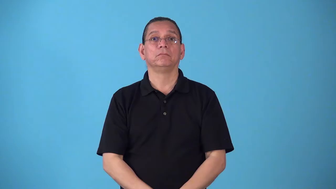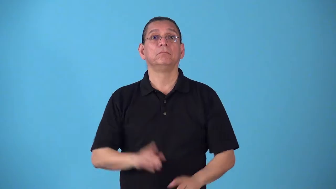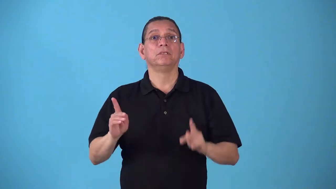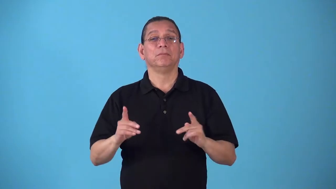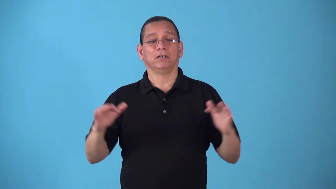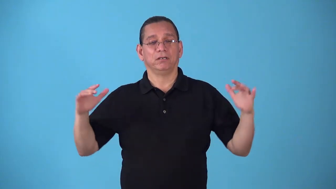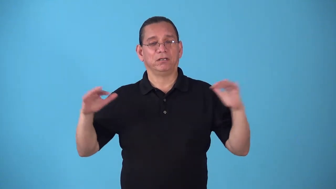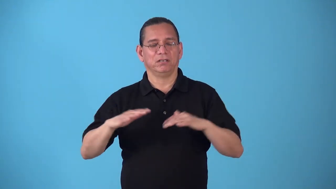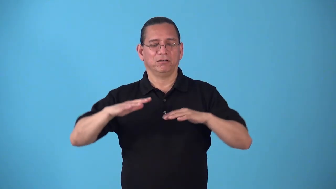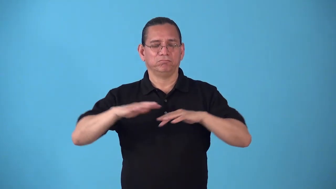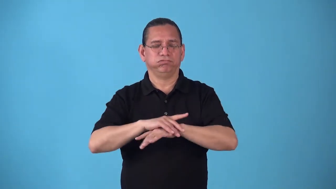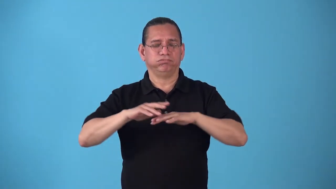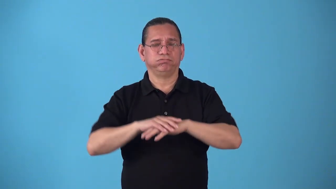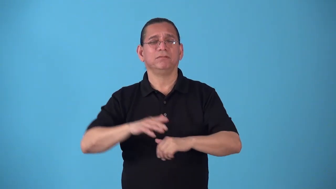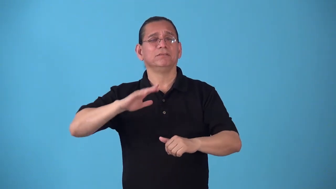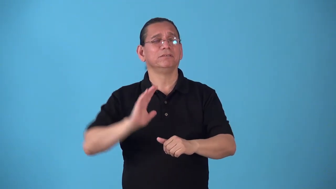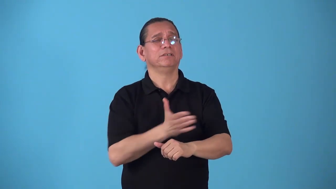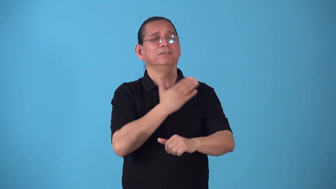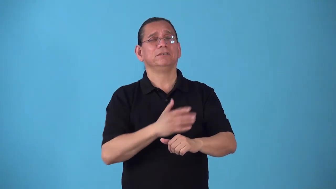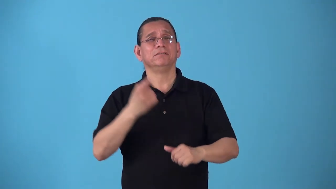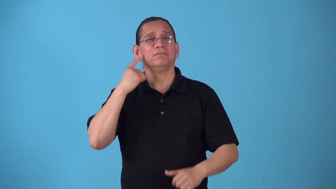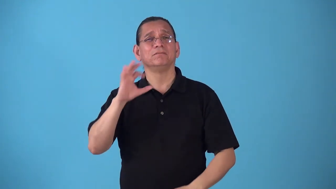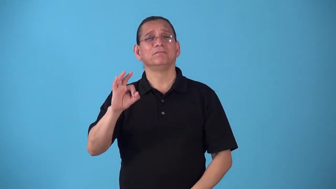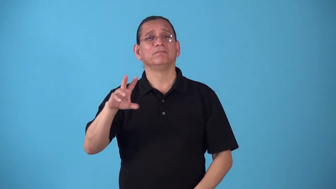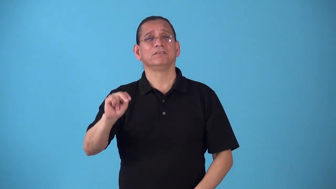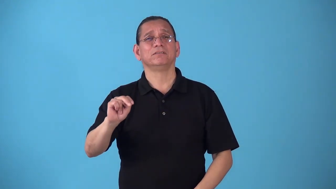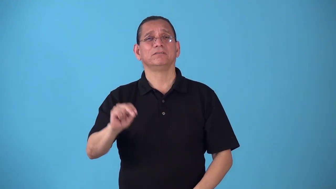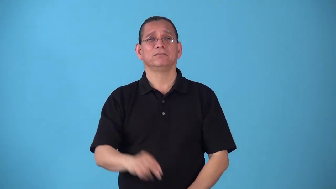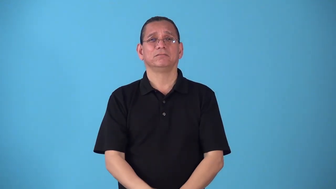singalong,hootenanny,songfest